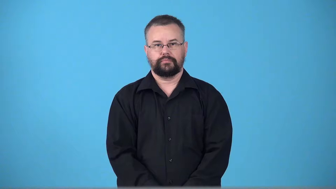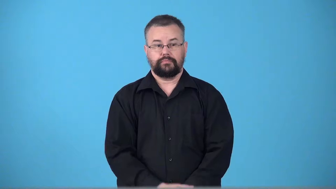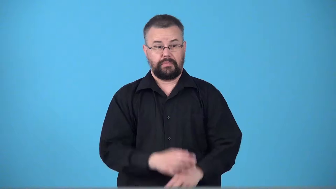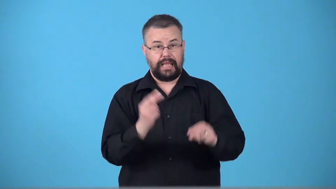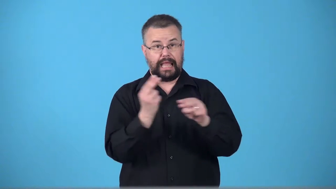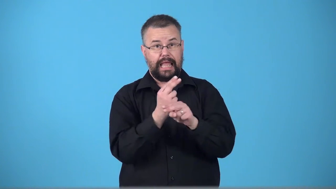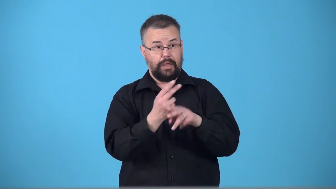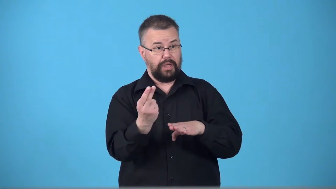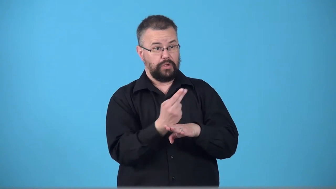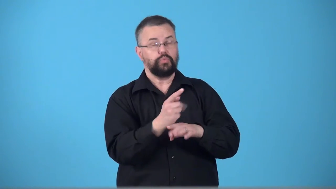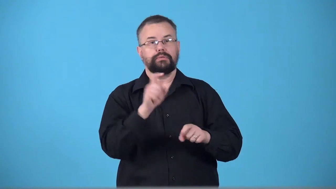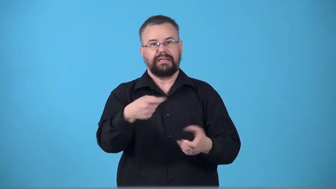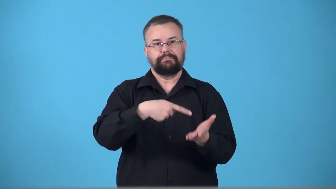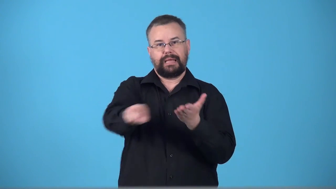tollway,tollroad